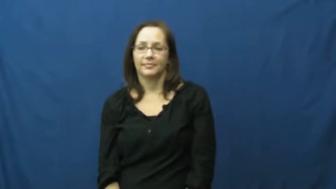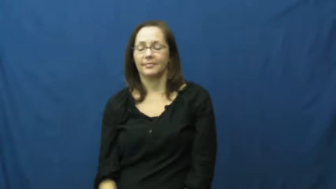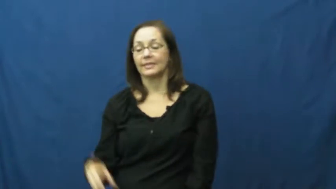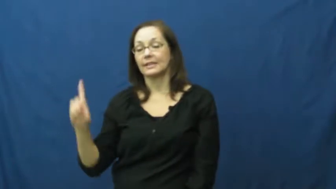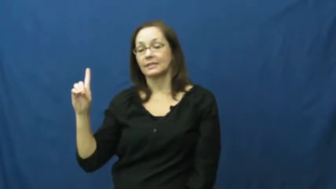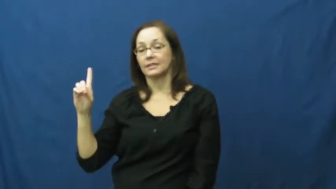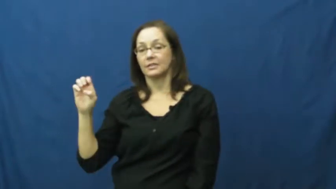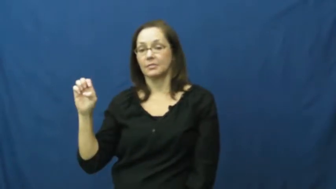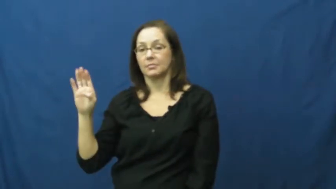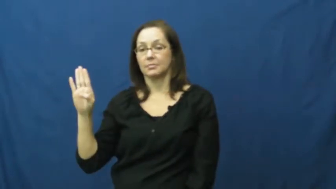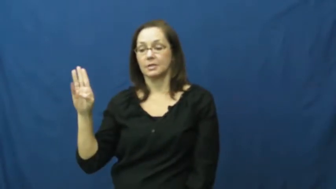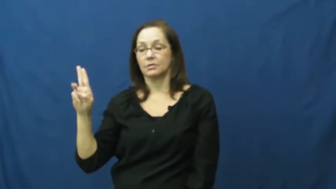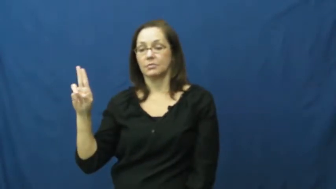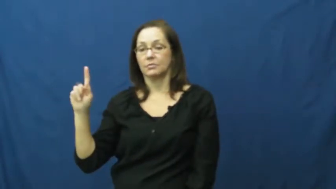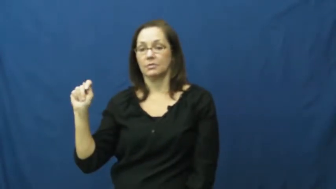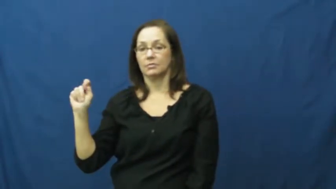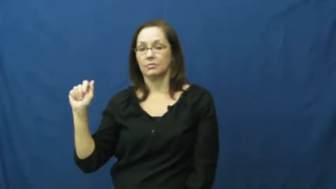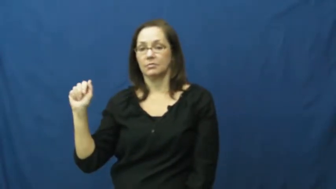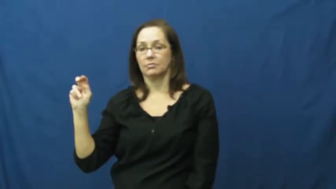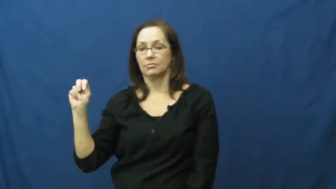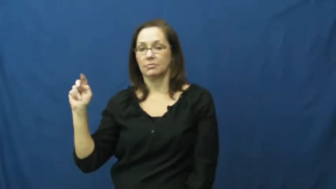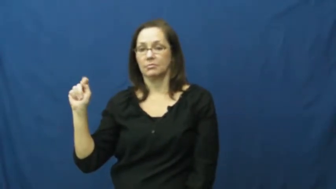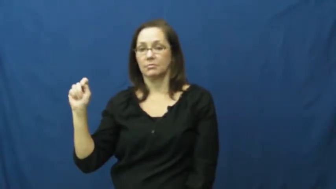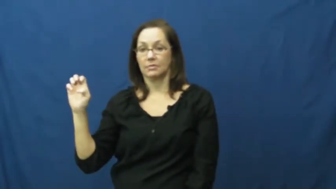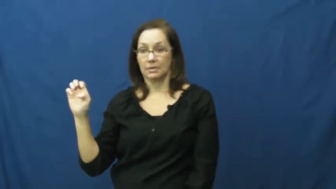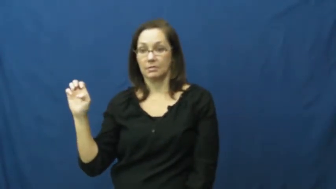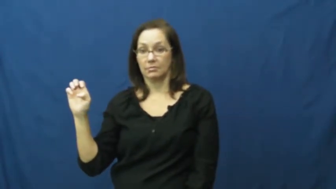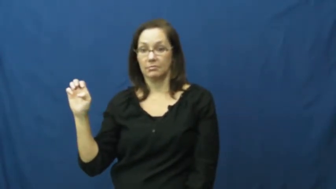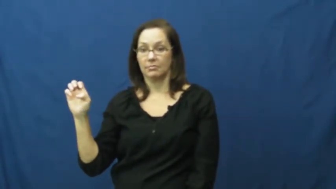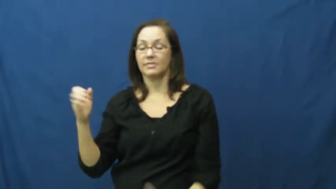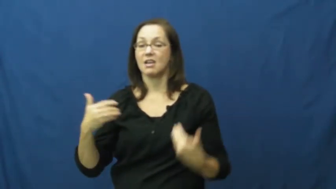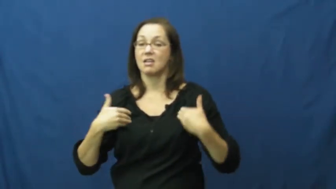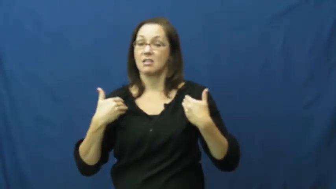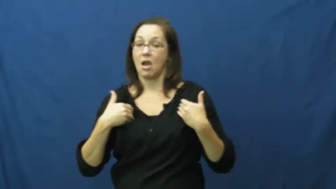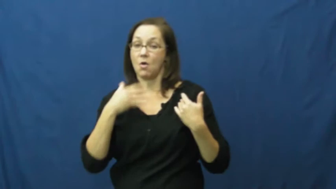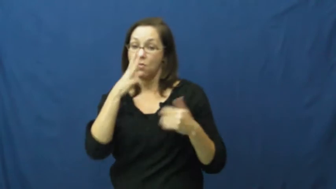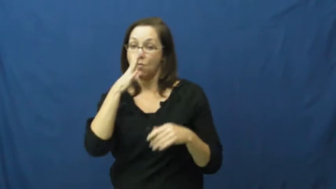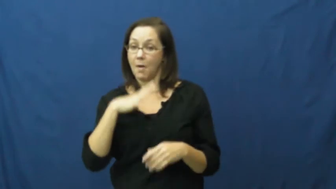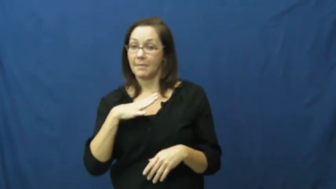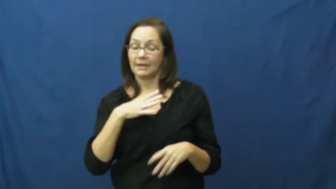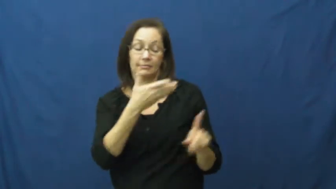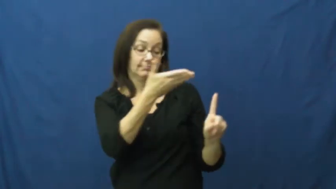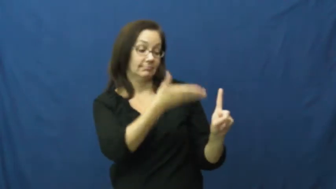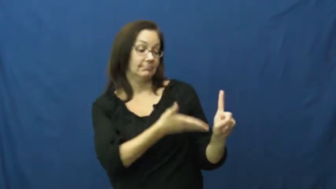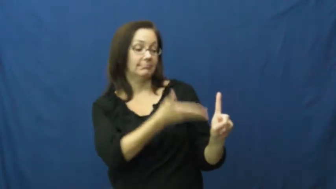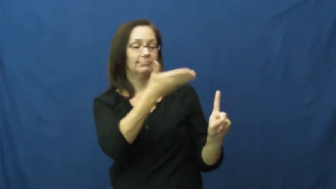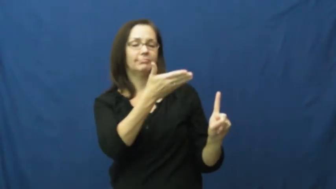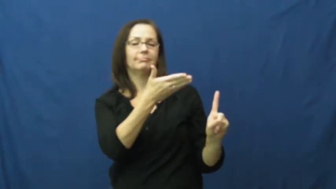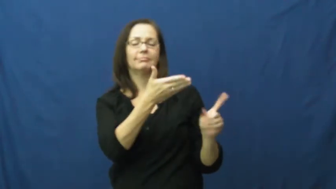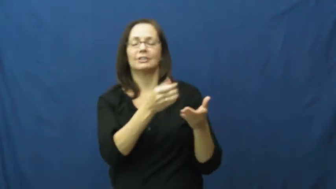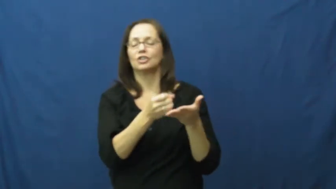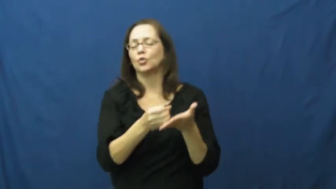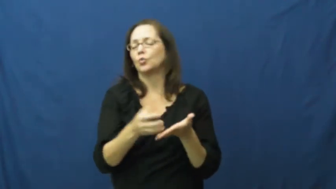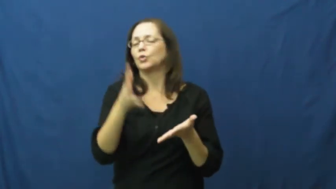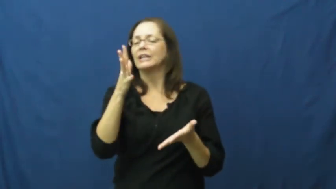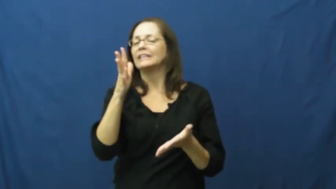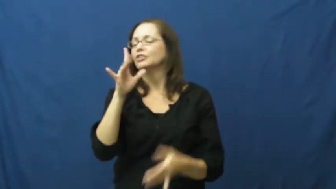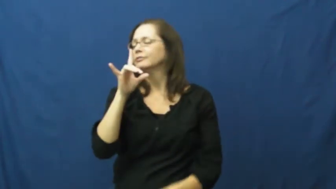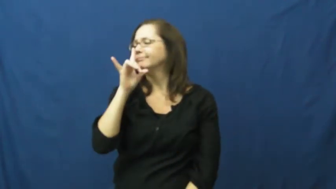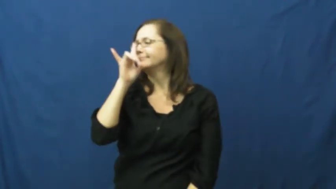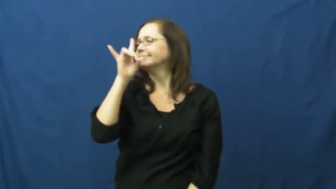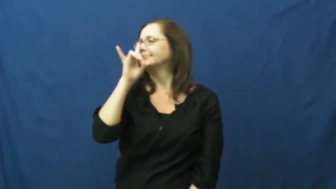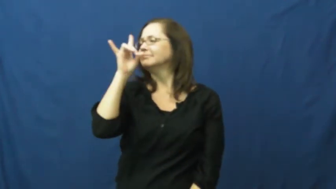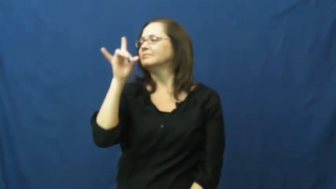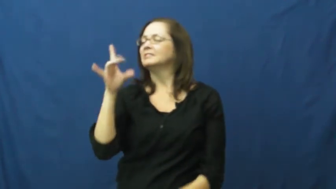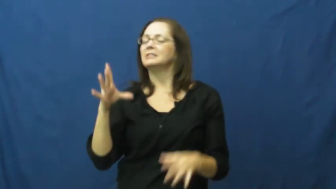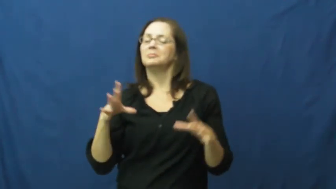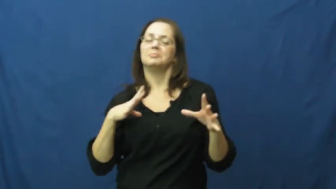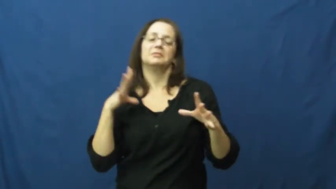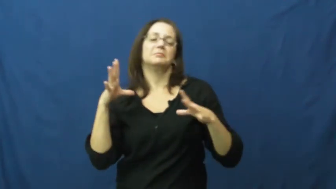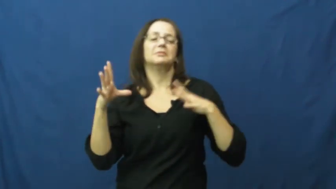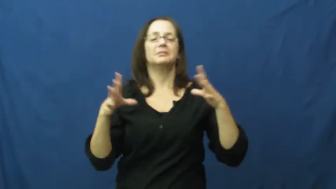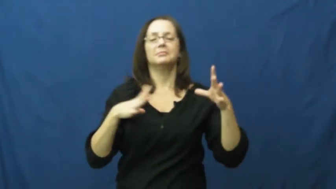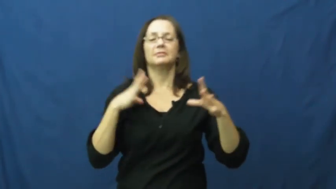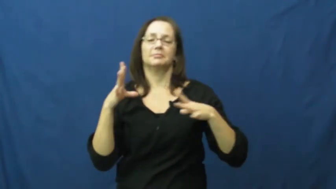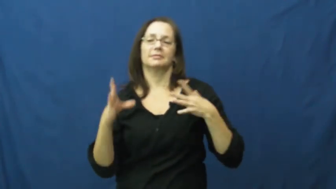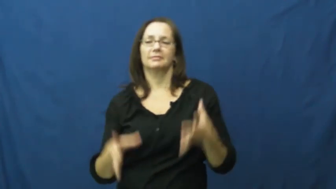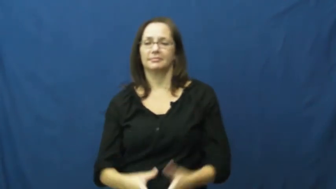debutante